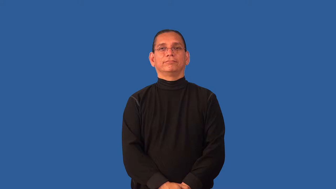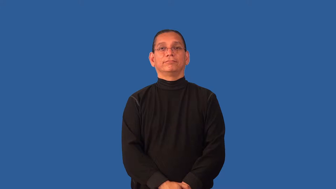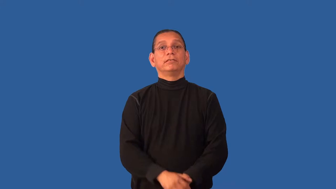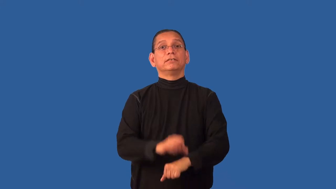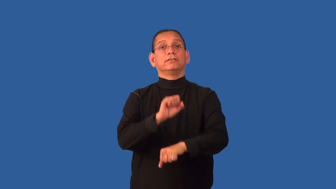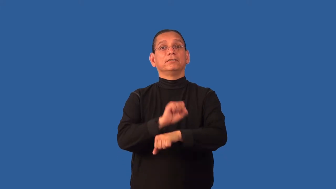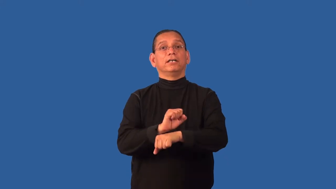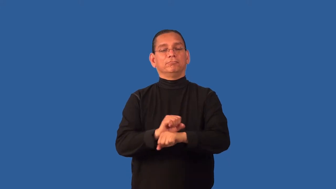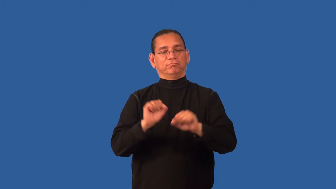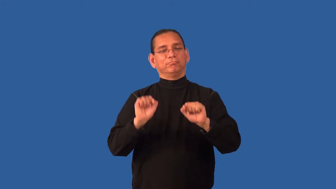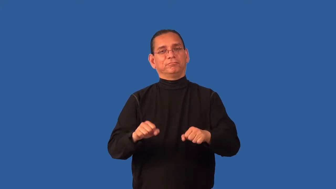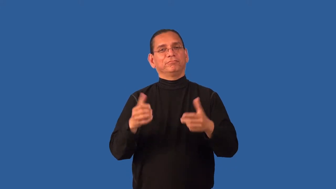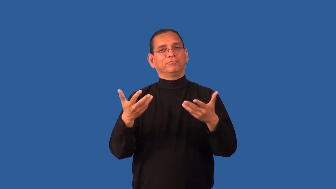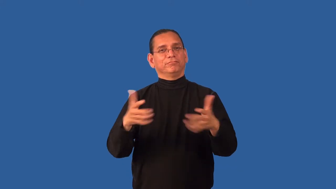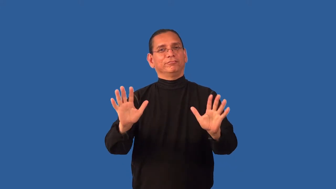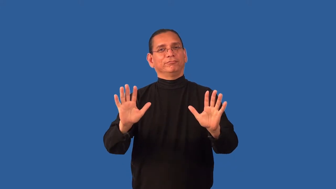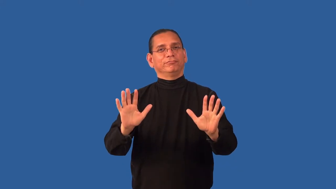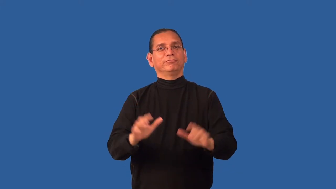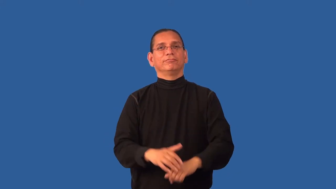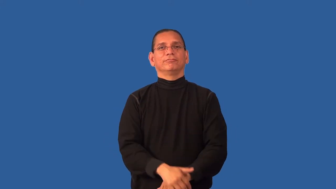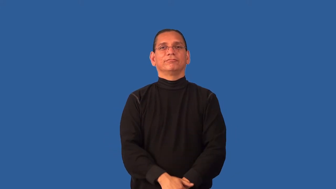deliverable